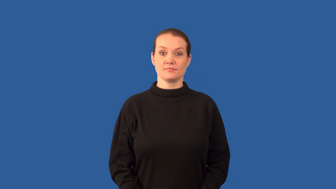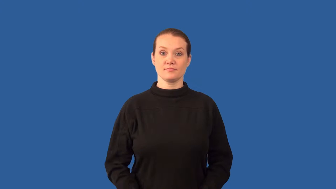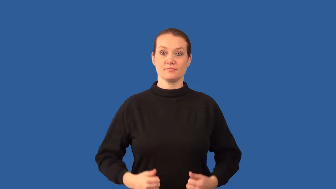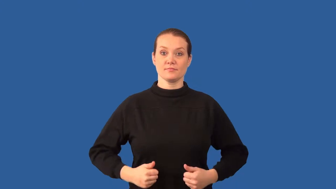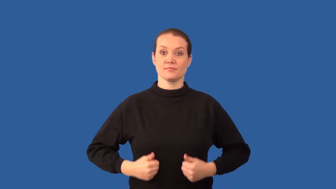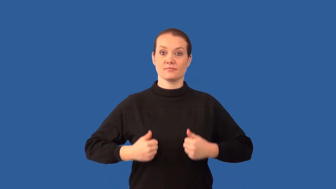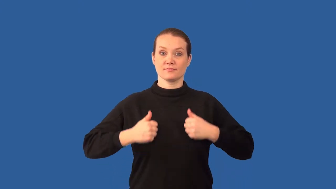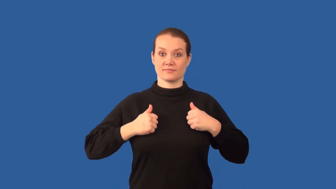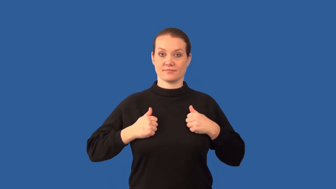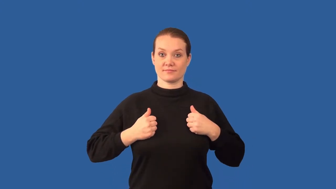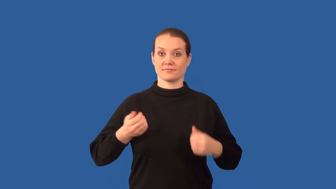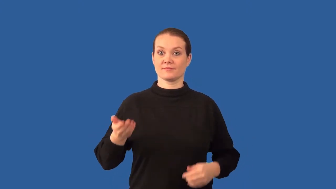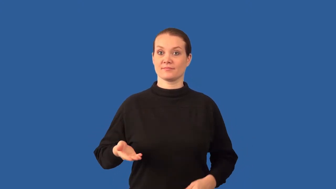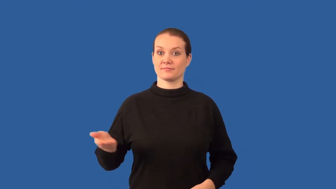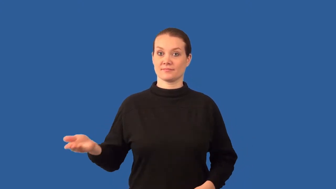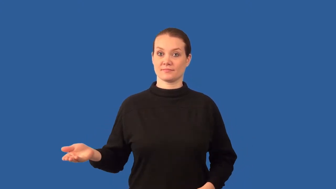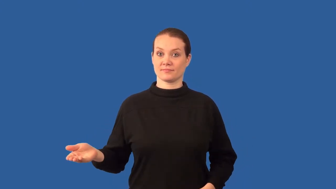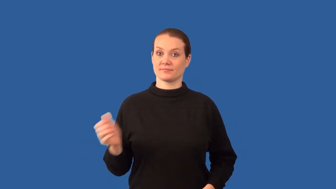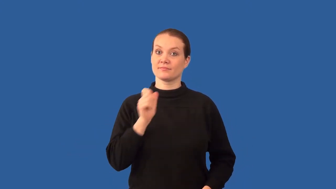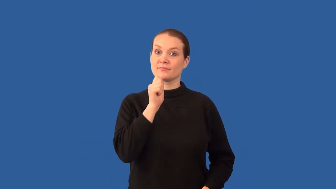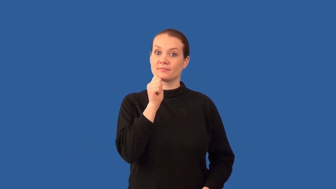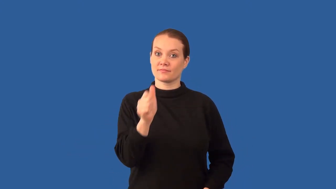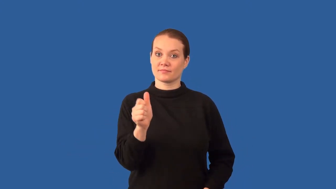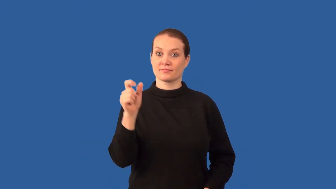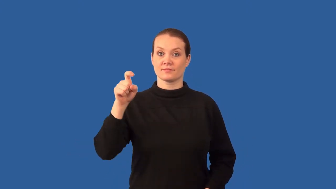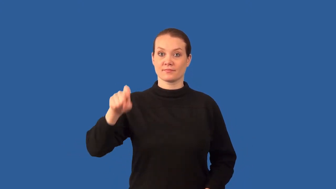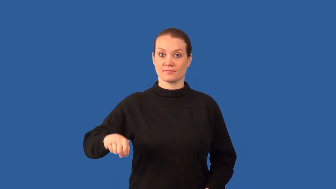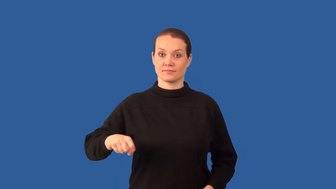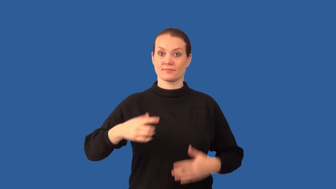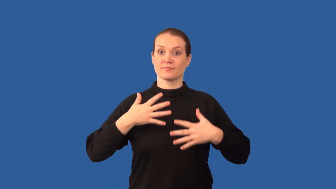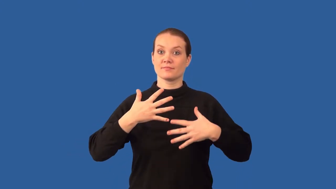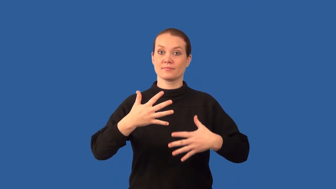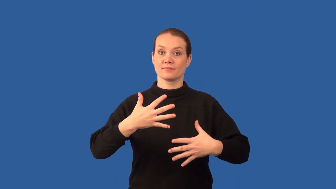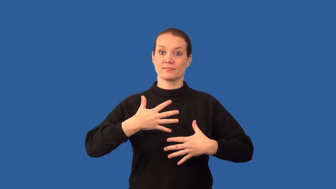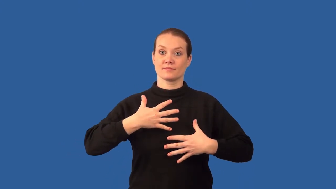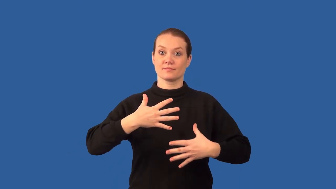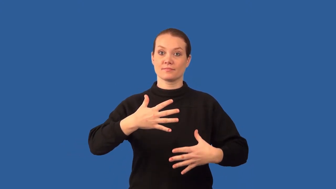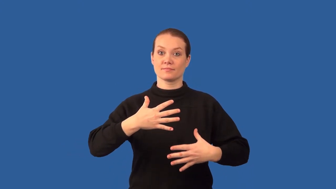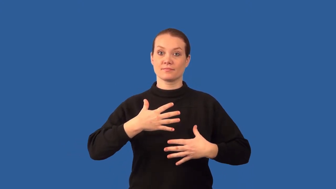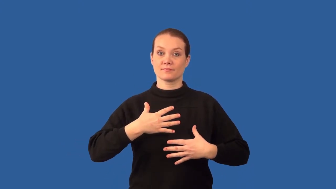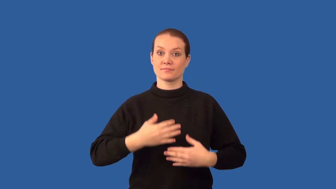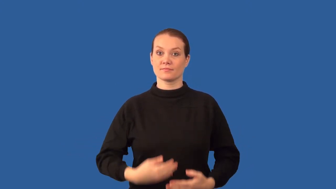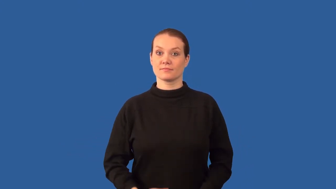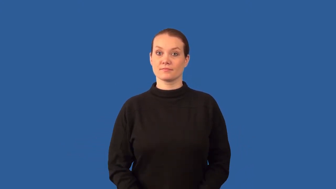anaerobe